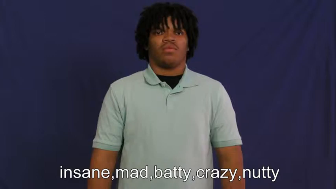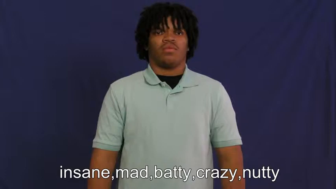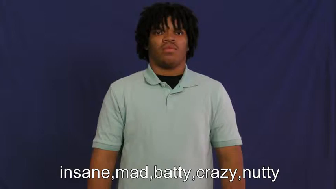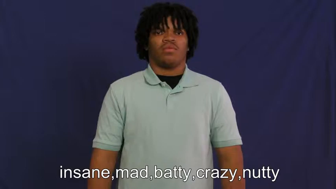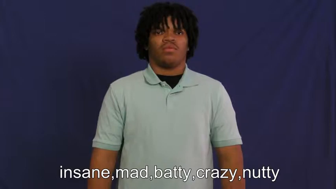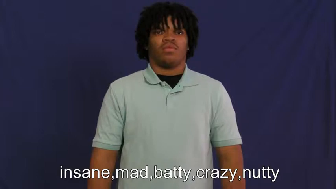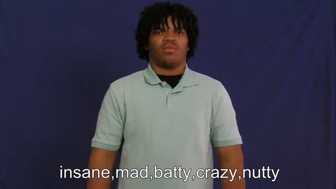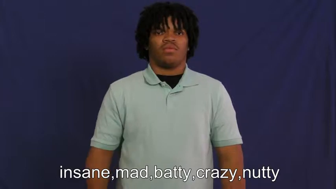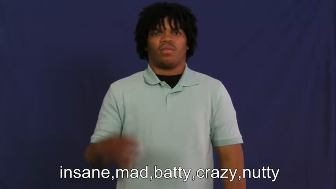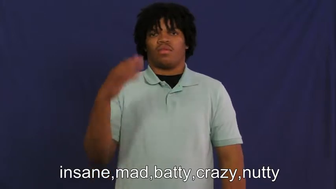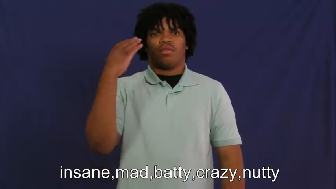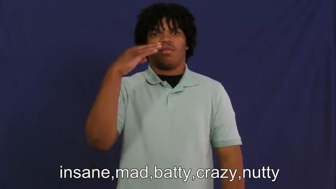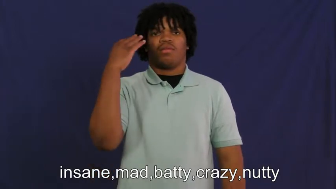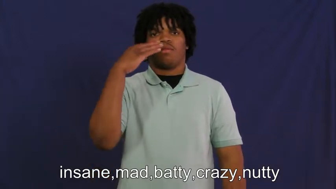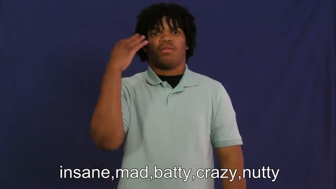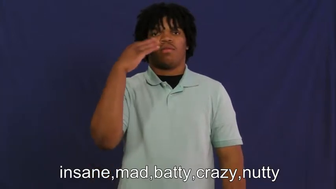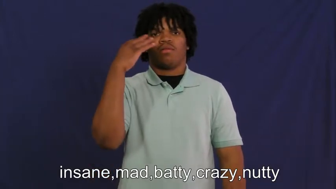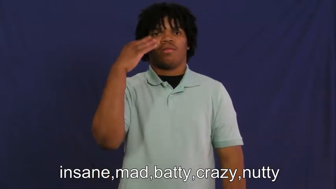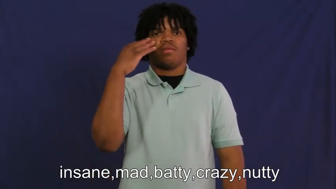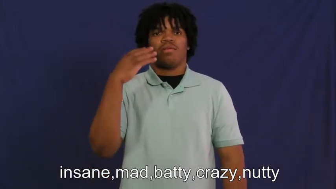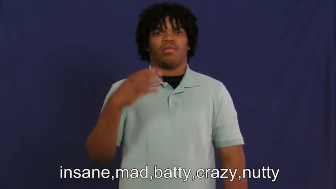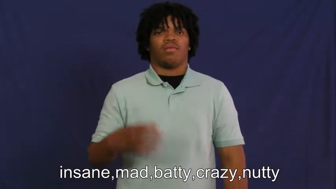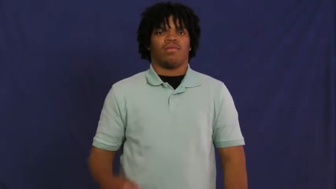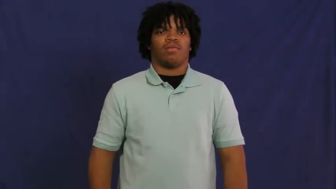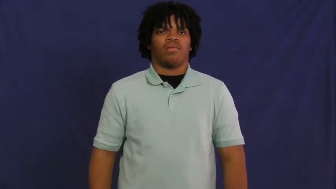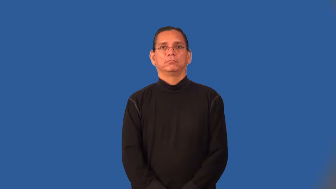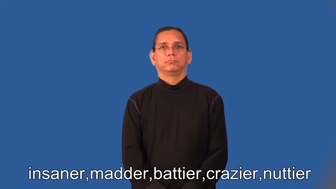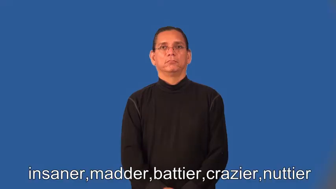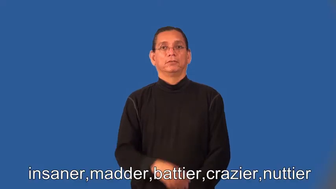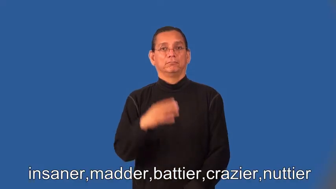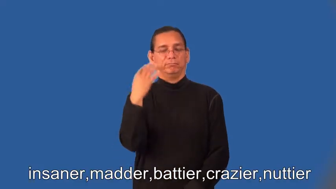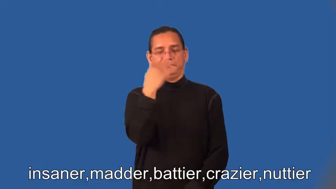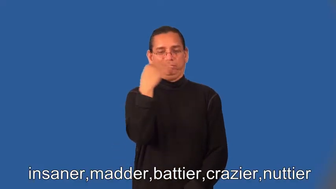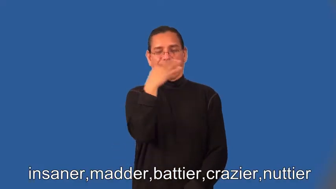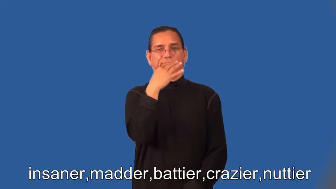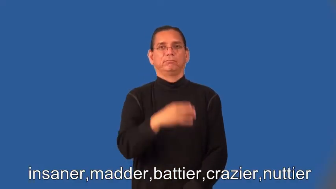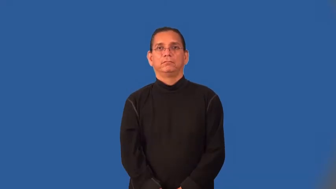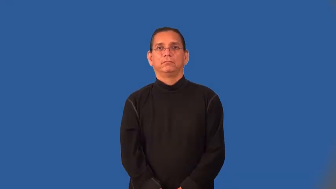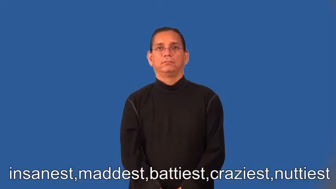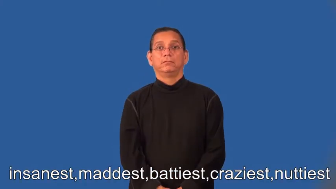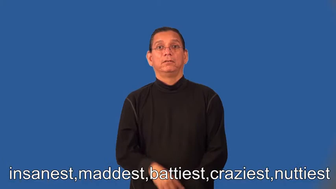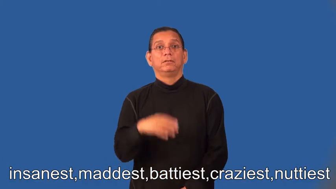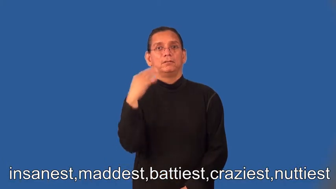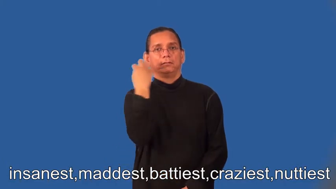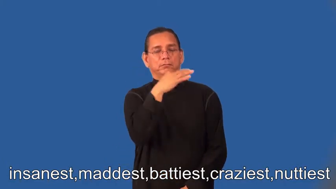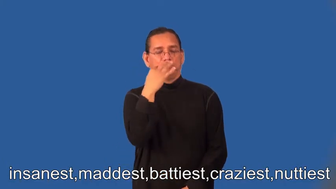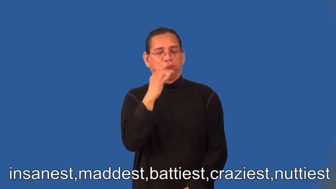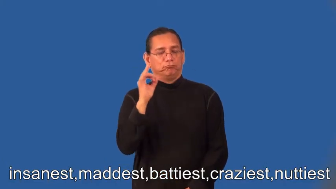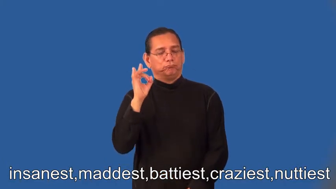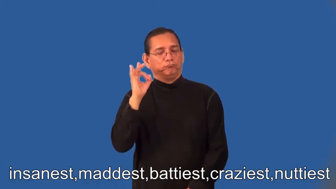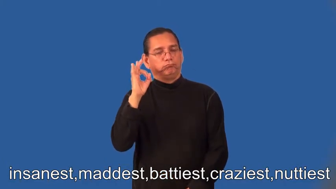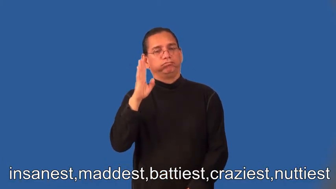insaner,madder,battier,crazier,nuttier,insanest,maddest,battiest,craziest,nuttiest